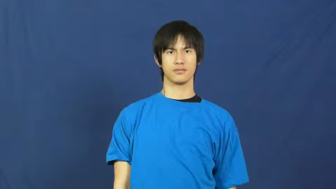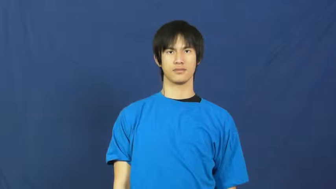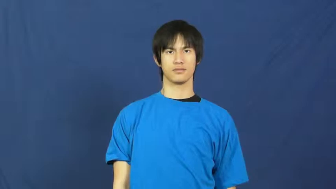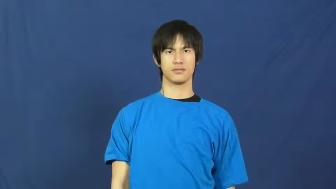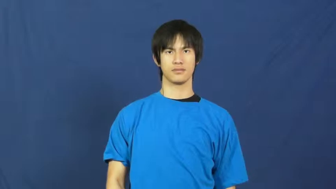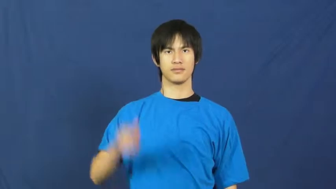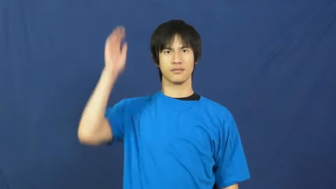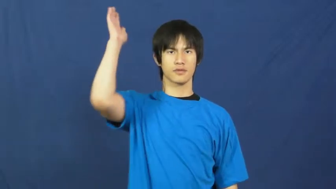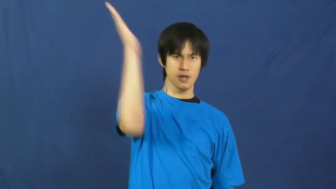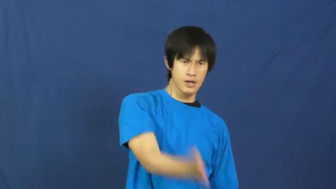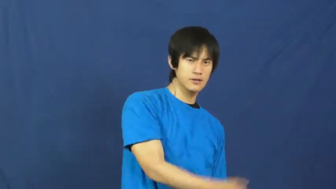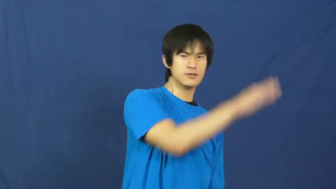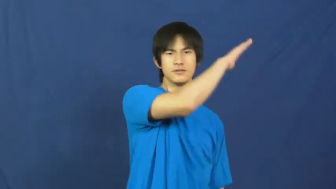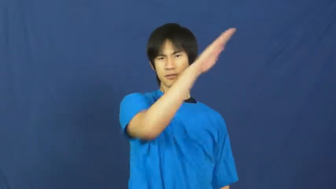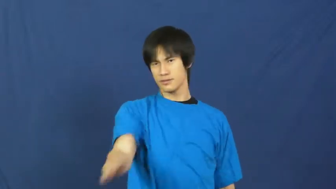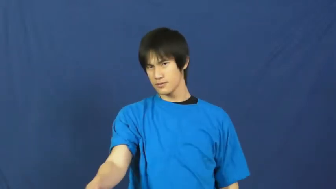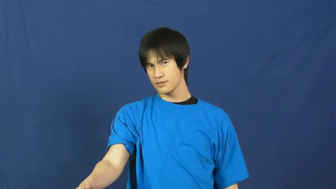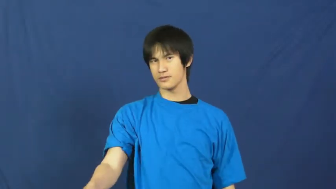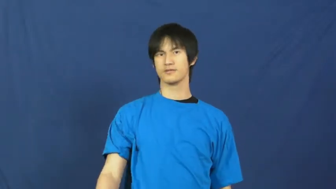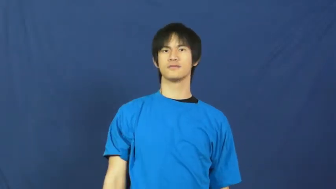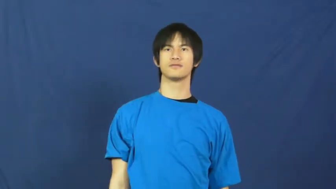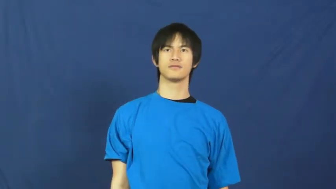hack,lop-chop off